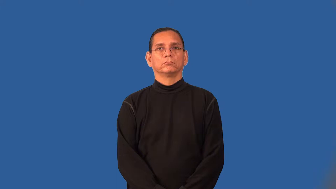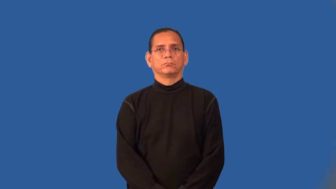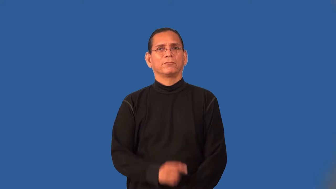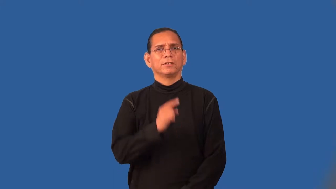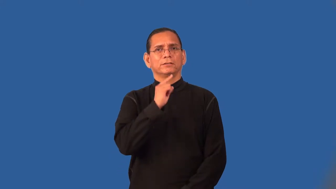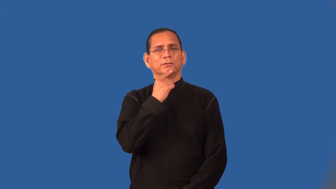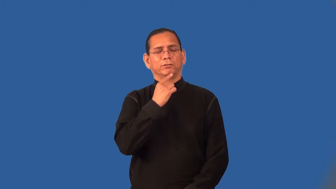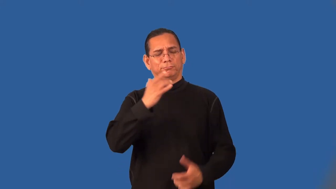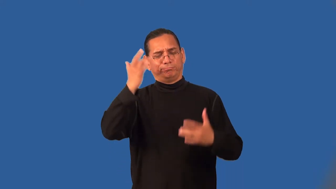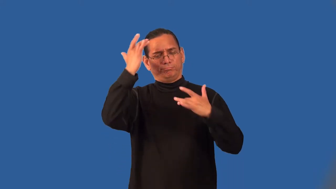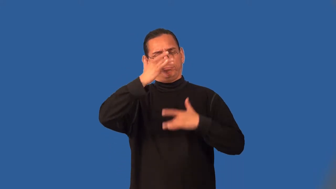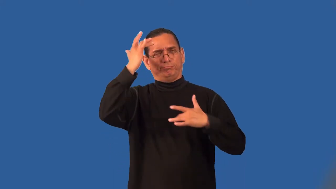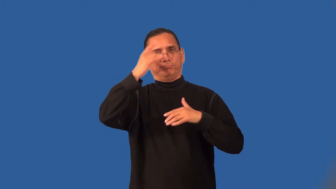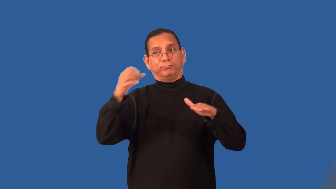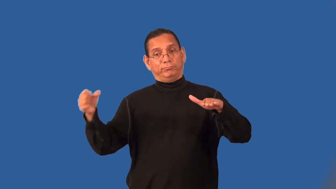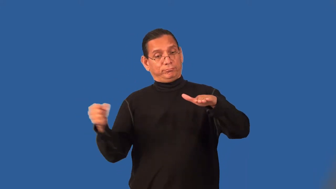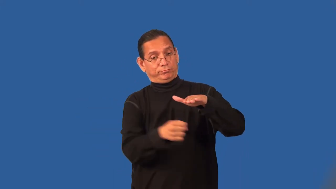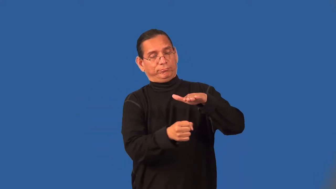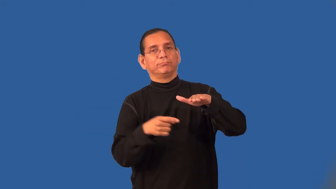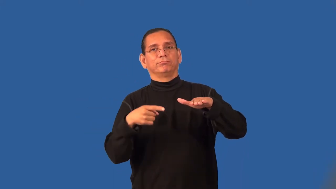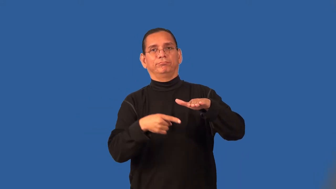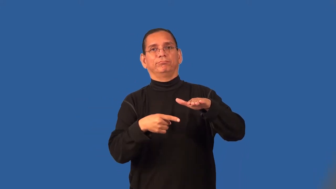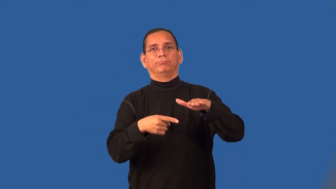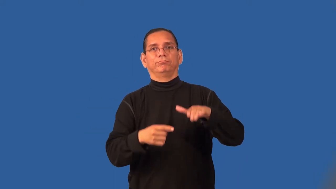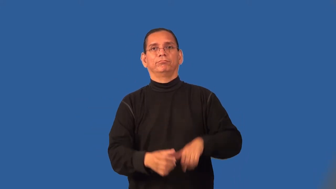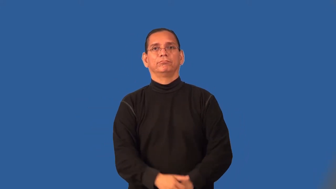sanitorium